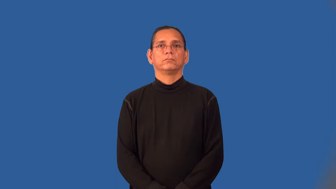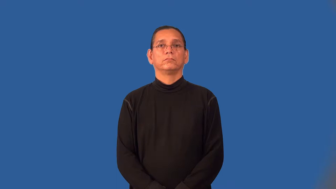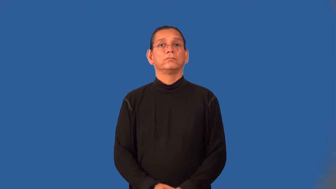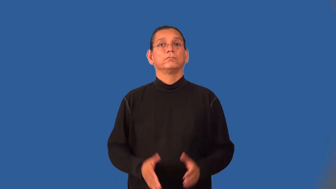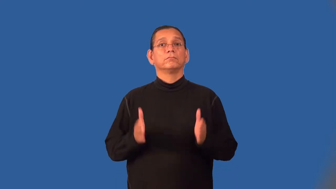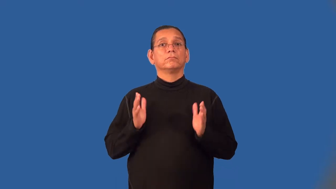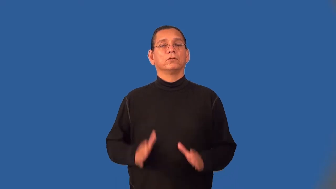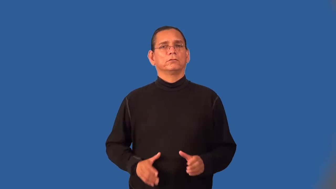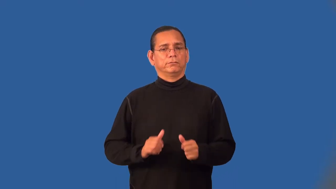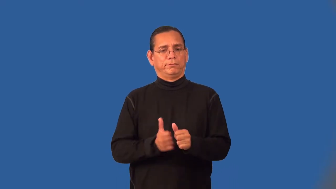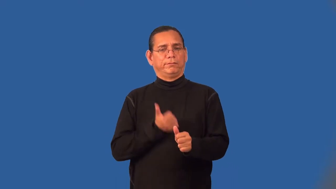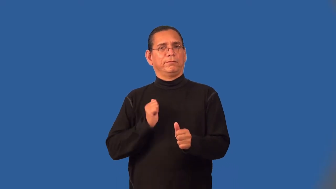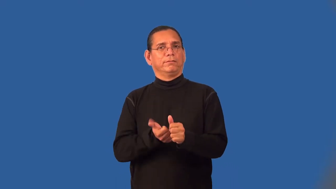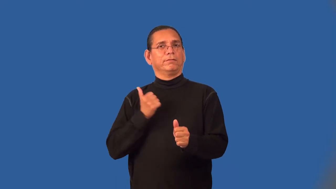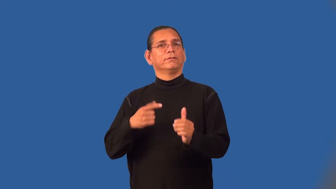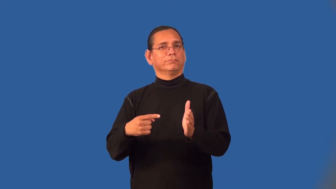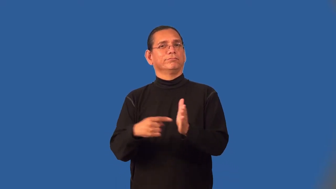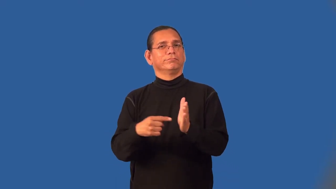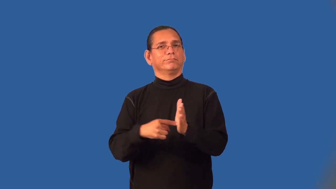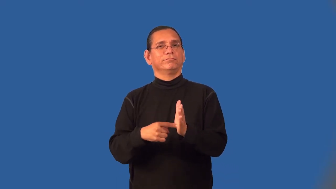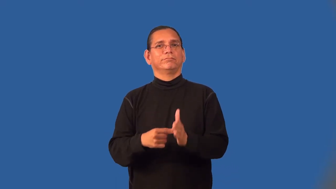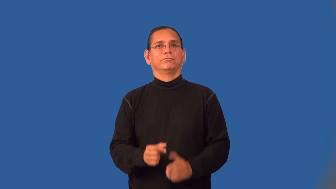welcher